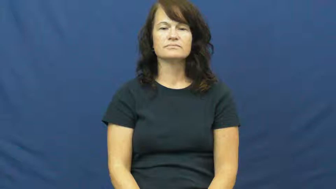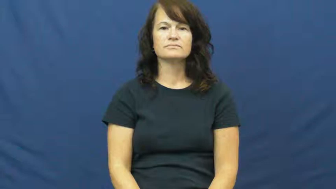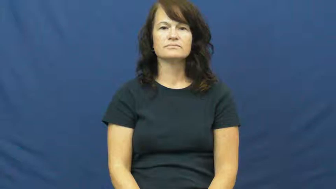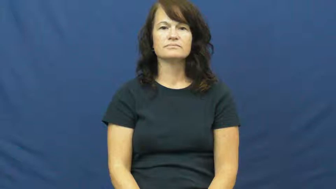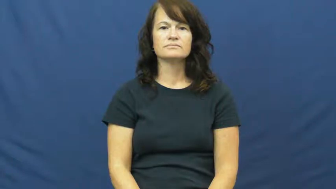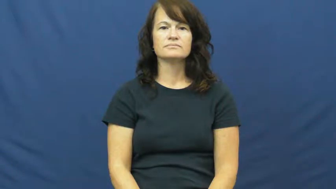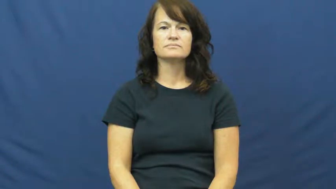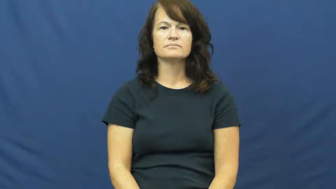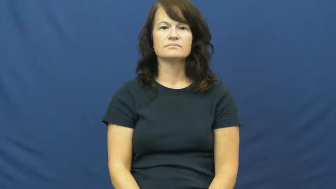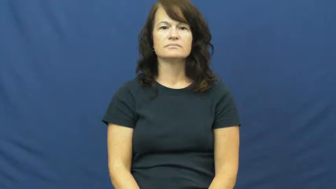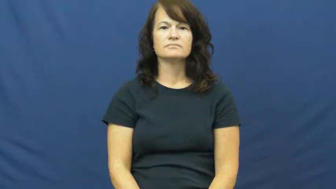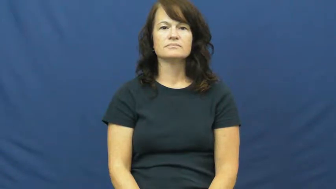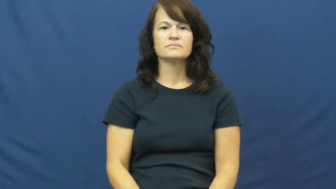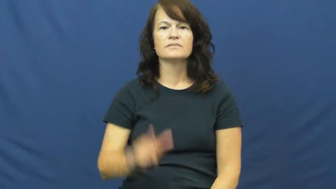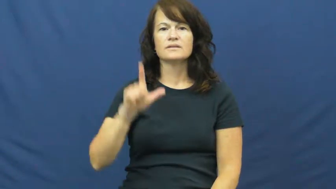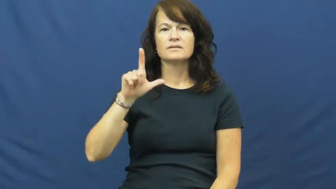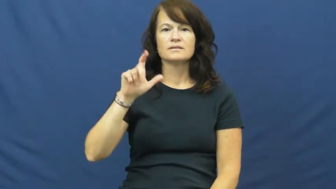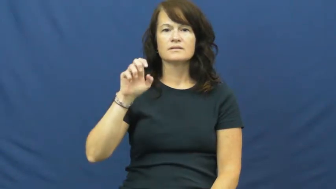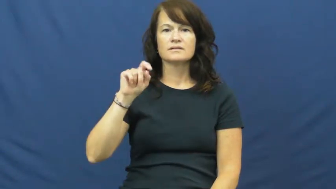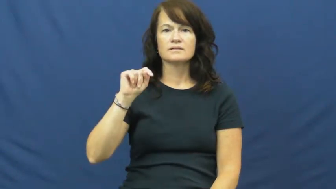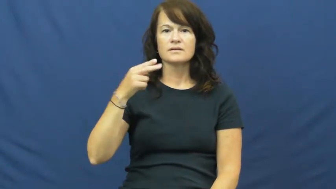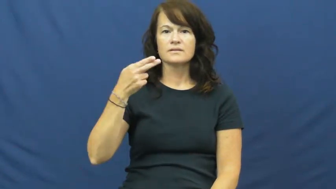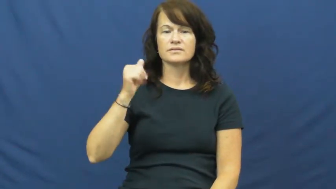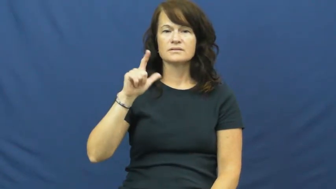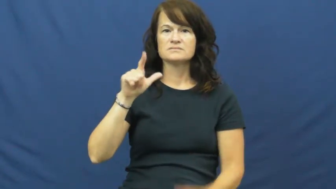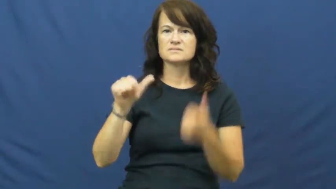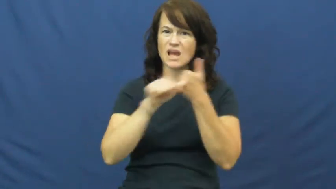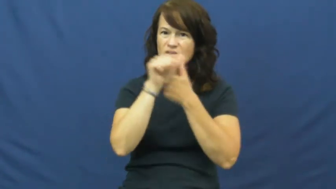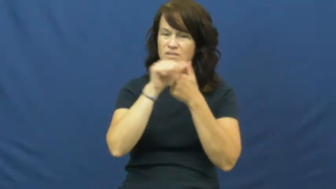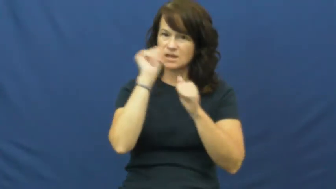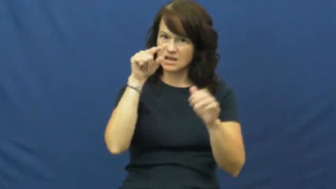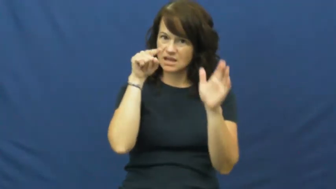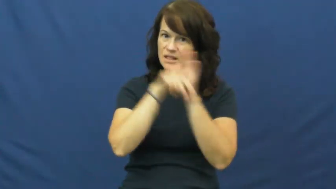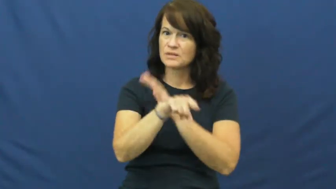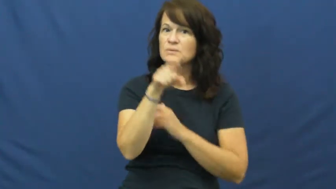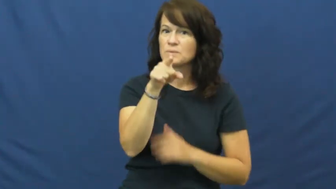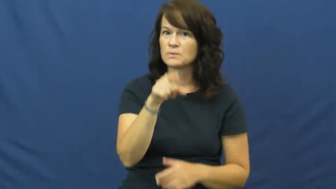lethal